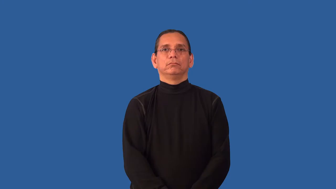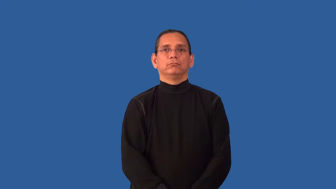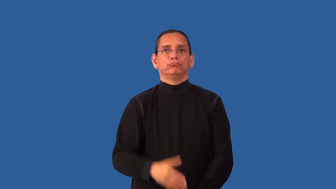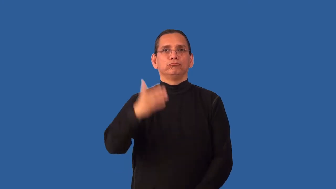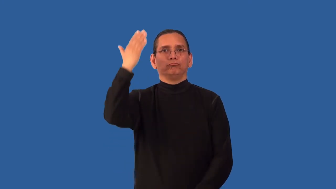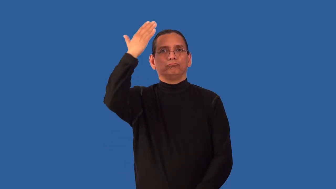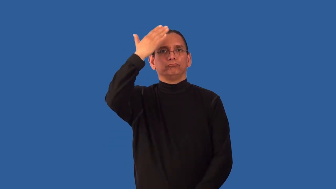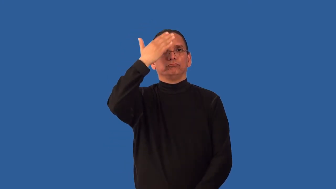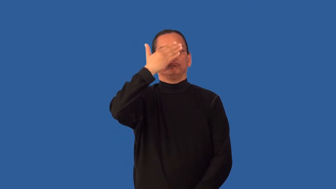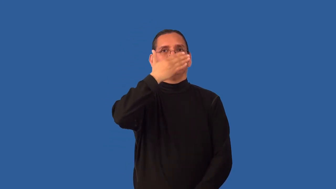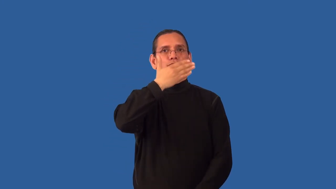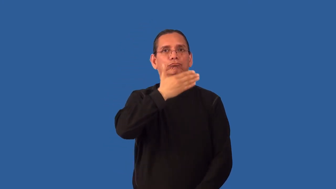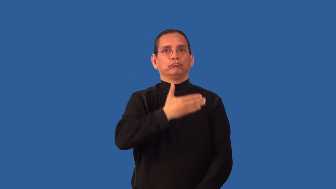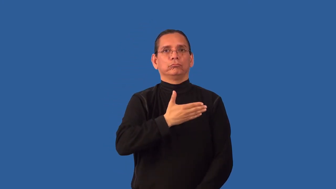unseeing